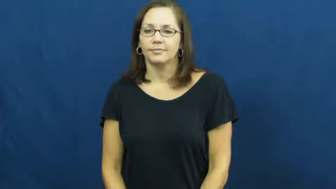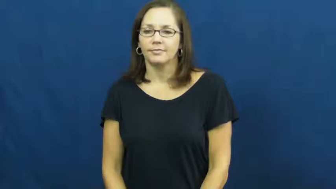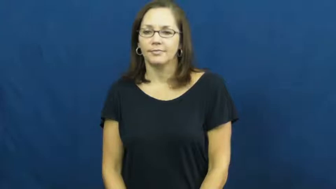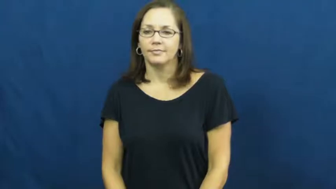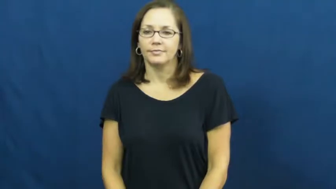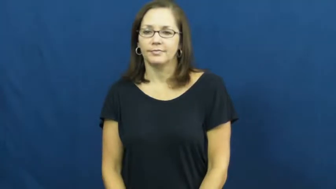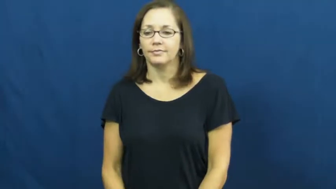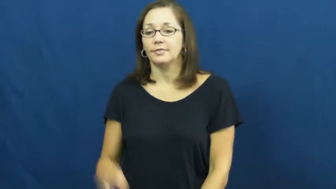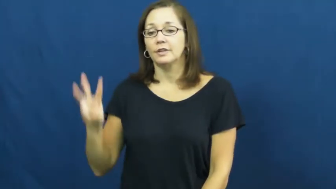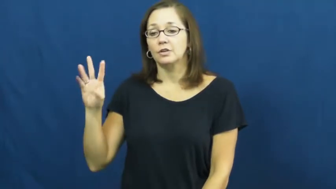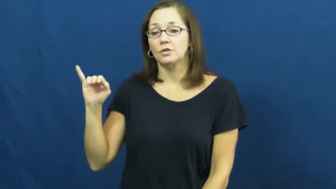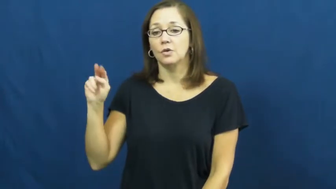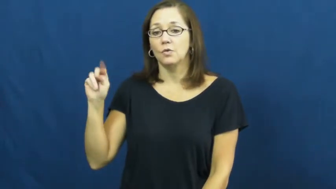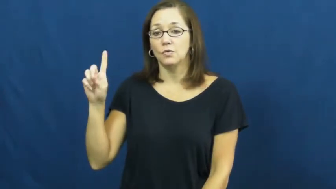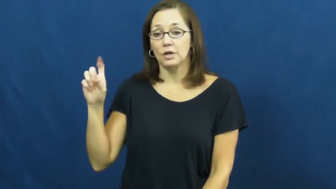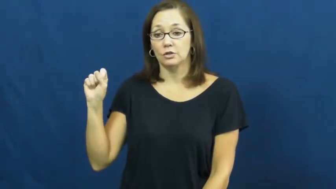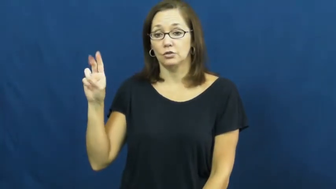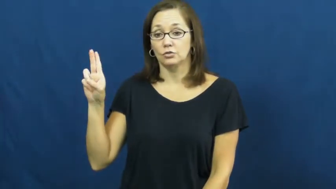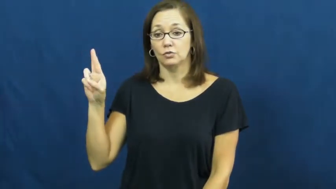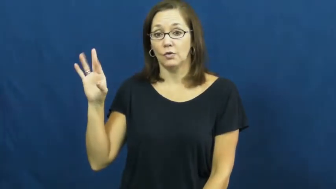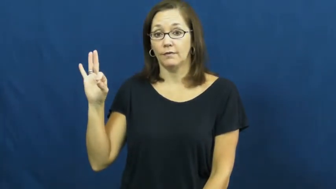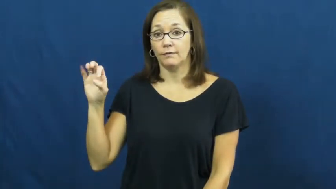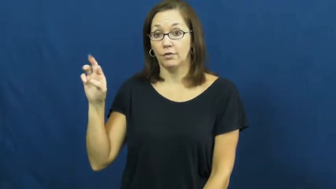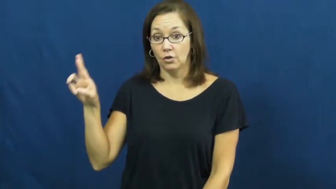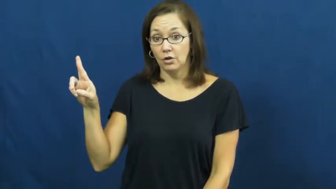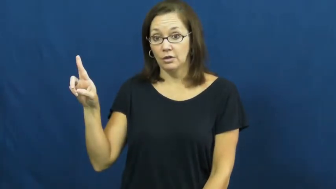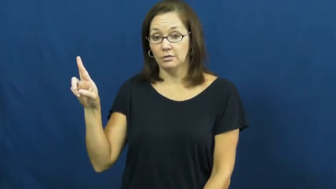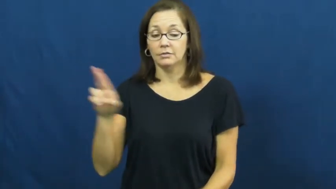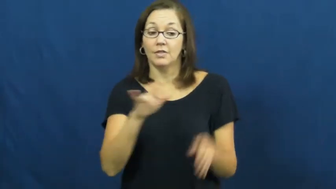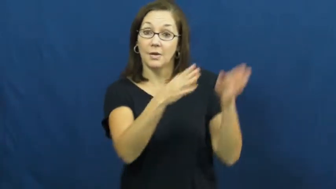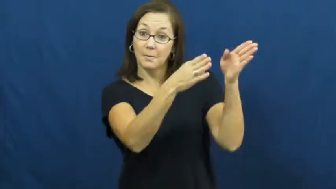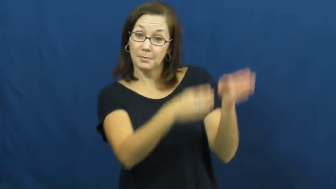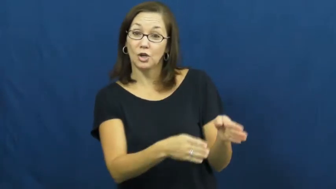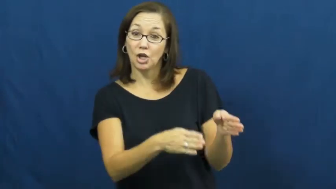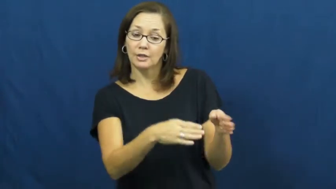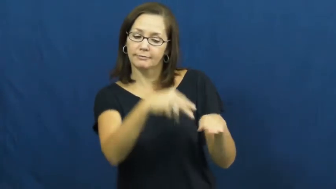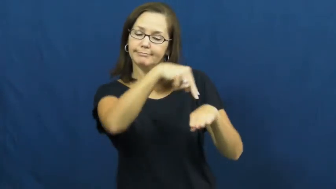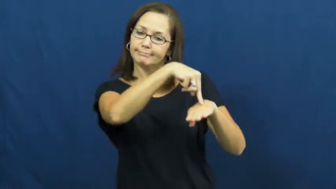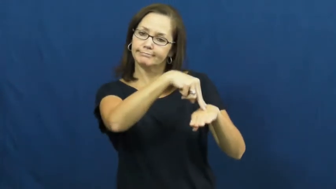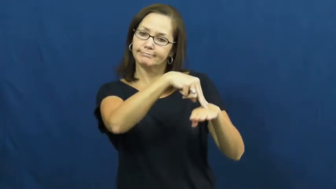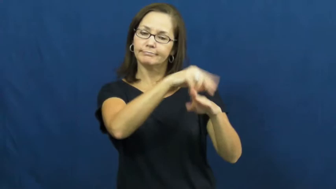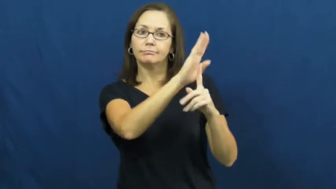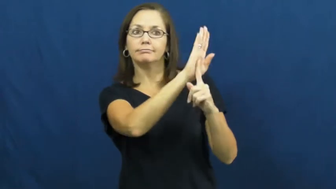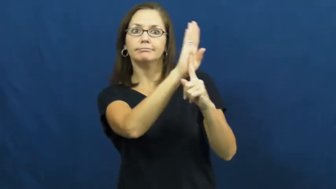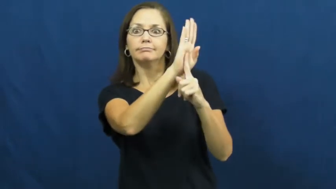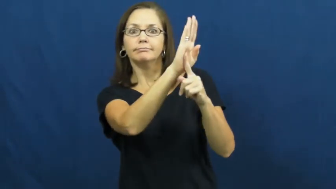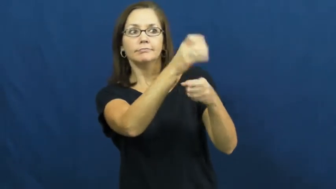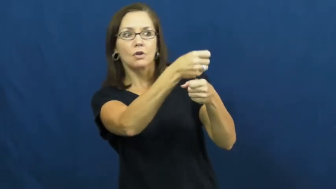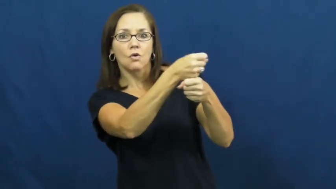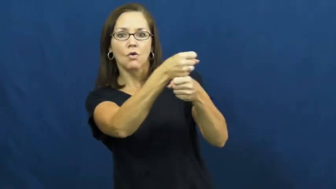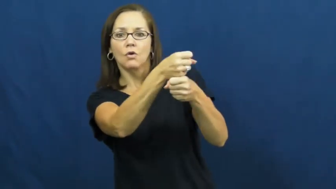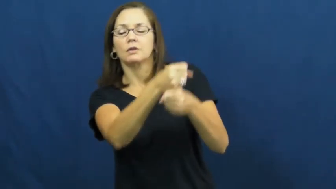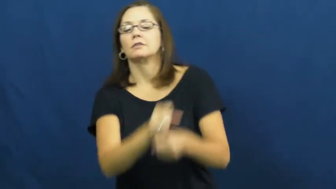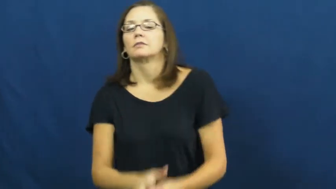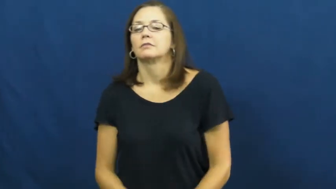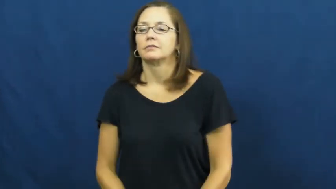windsurfer